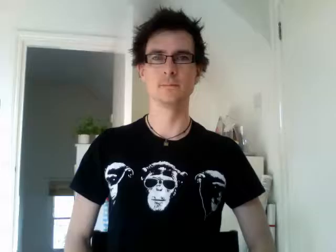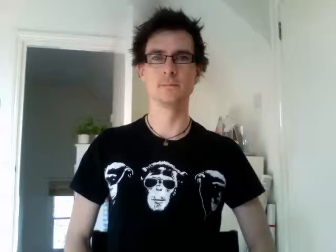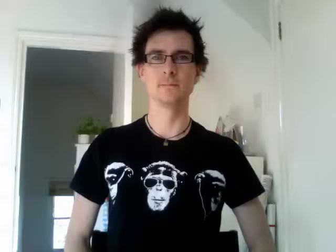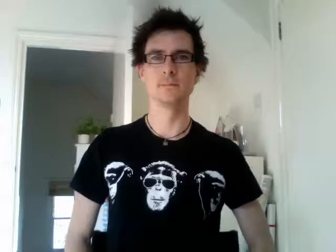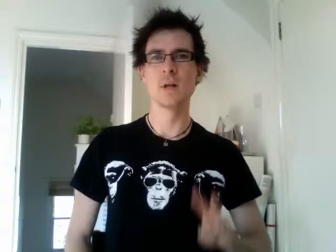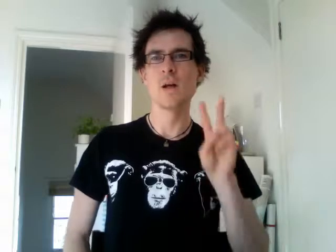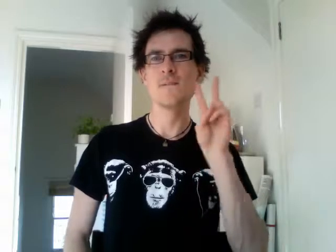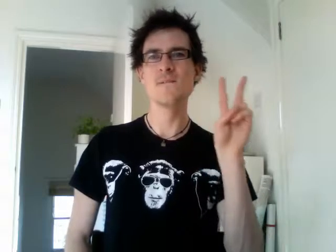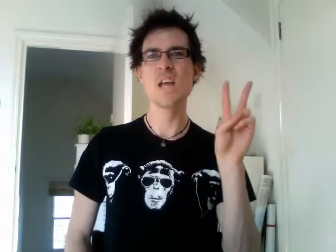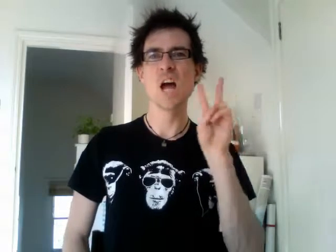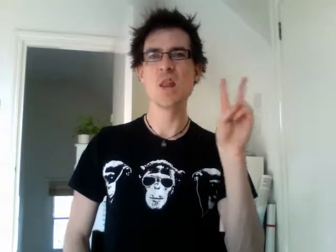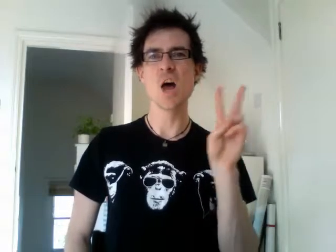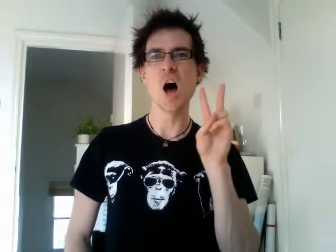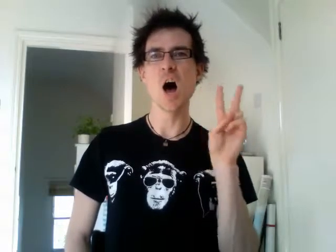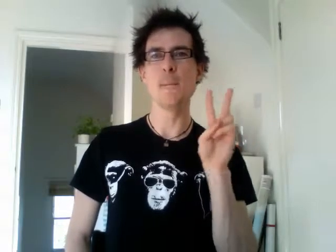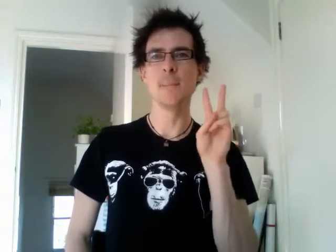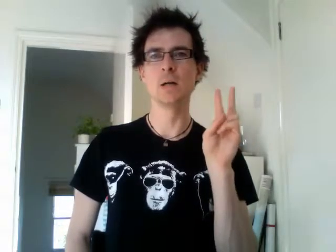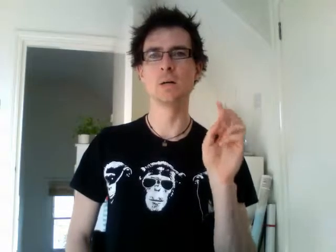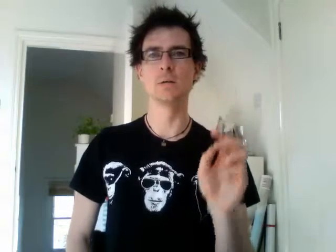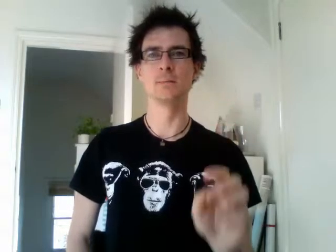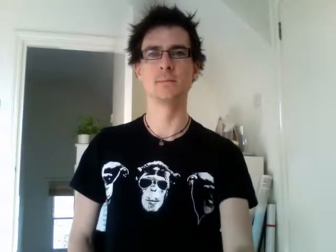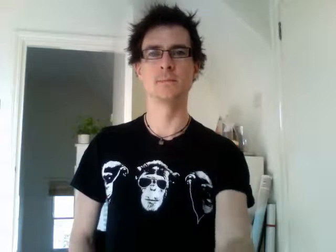vietnam